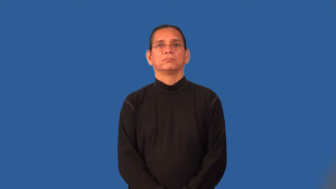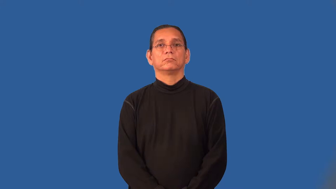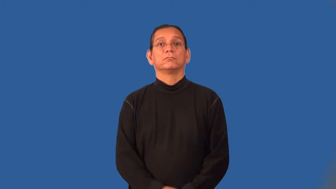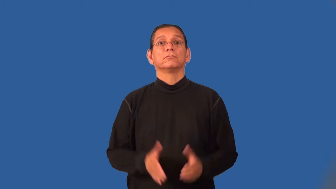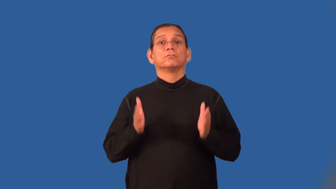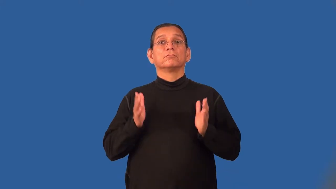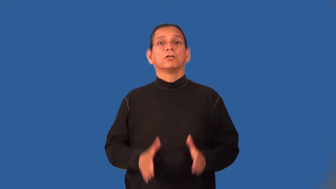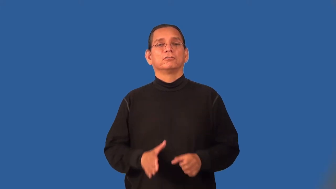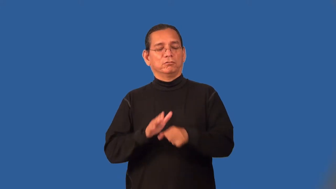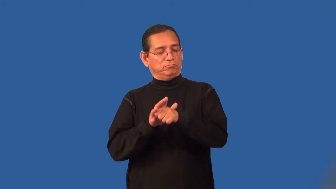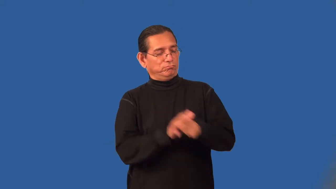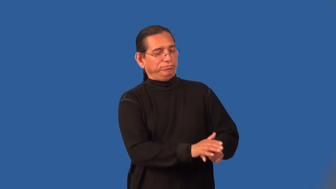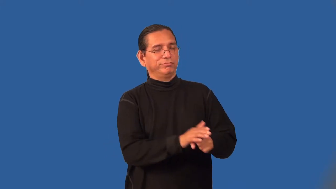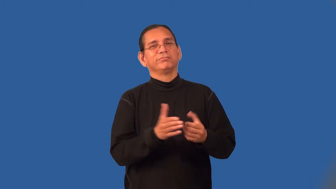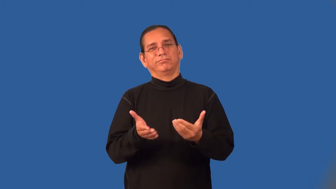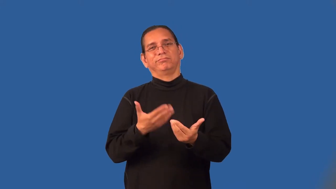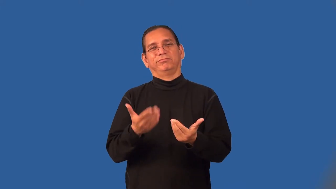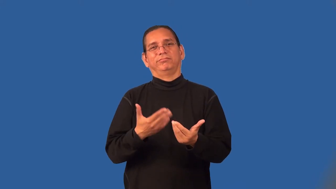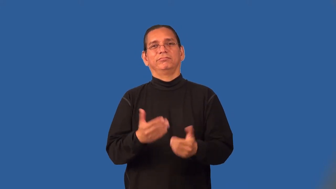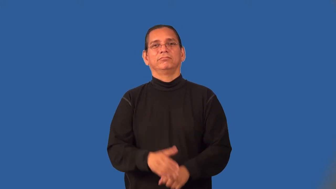pushover